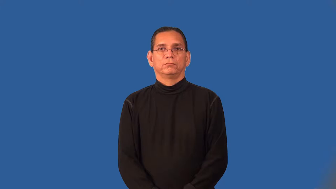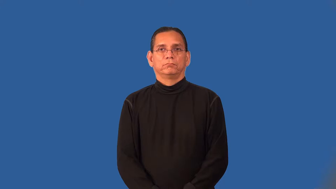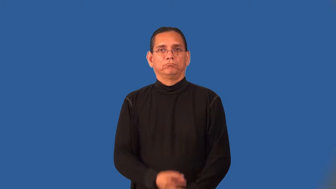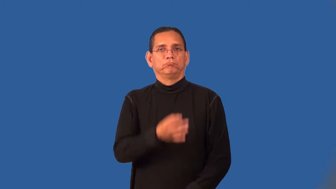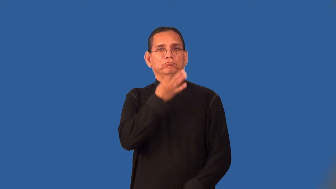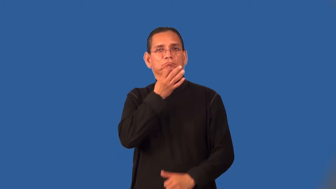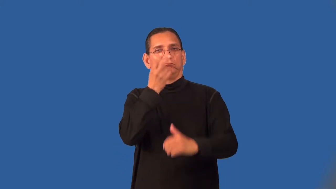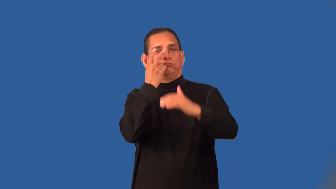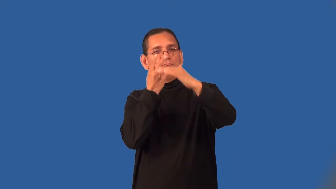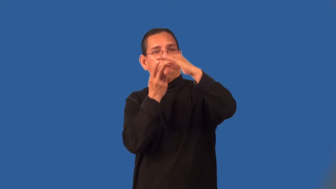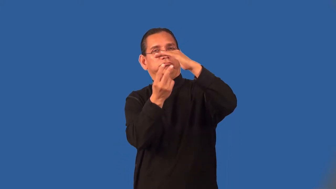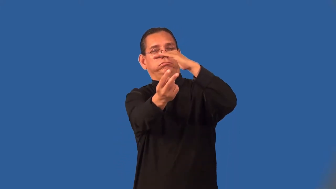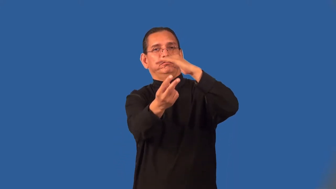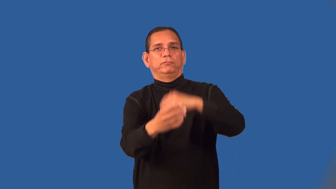precognition